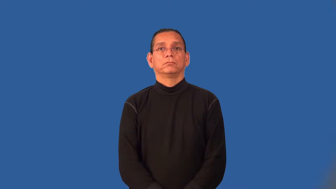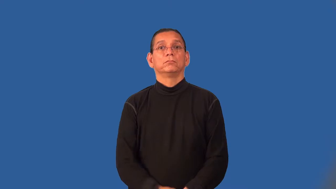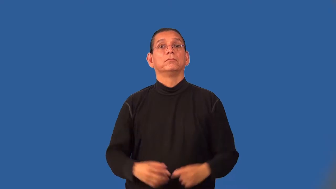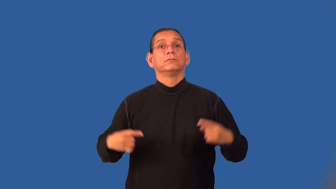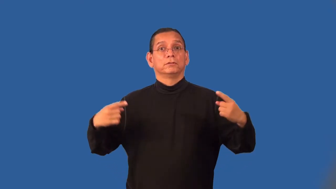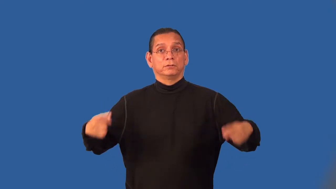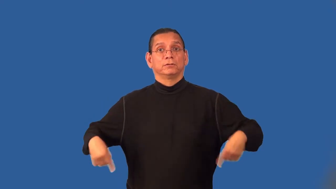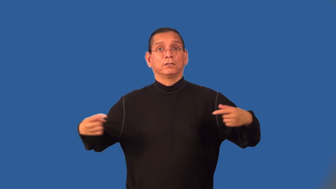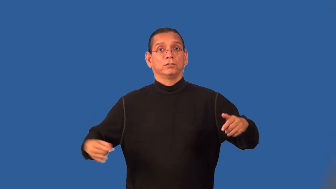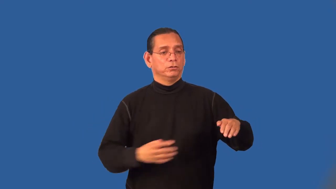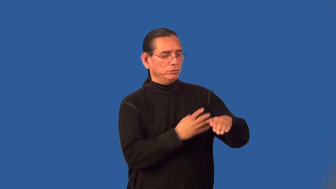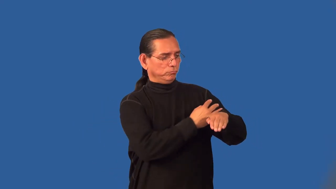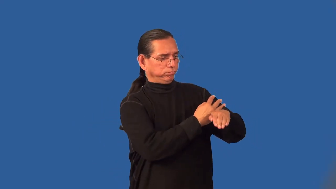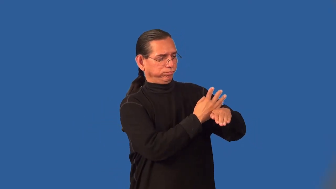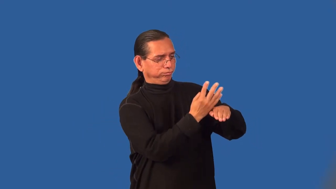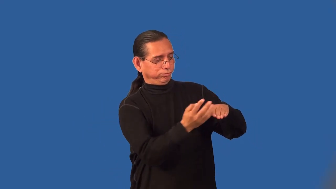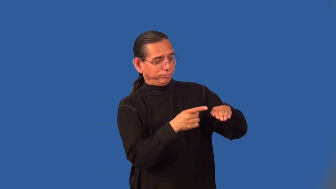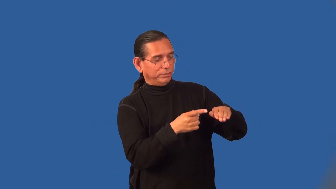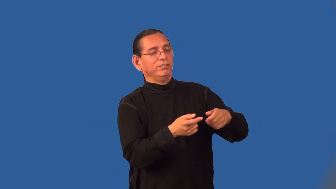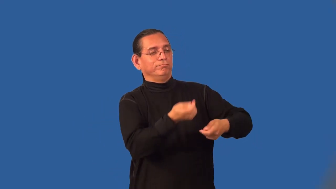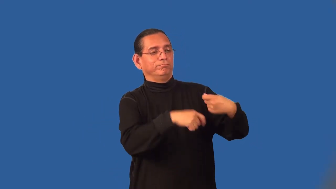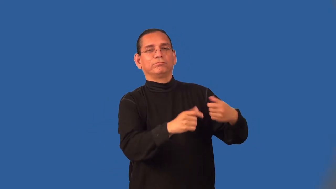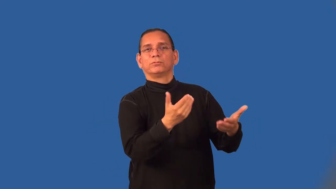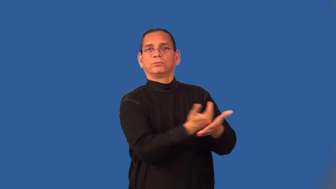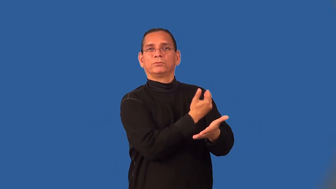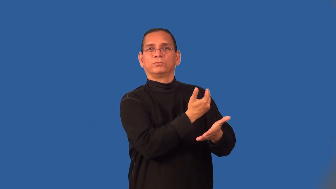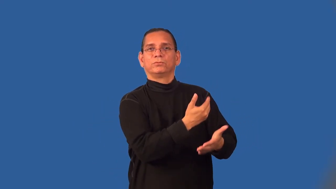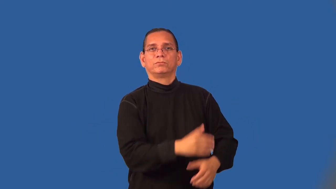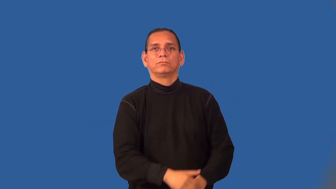retread